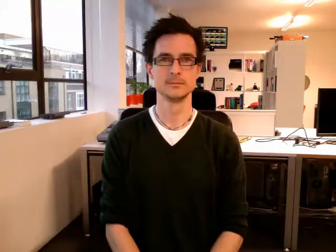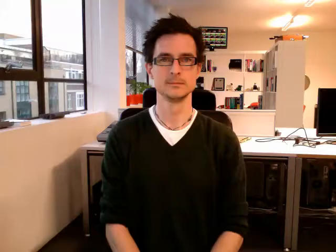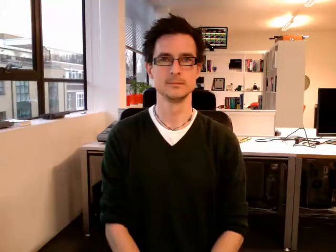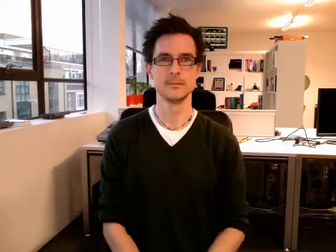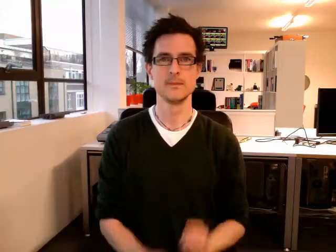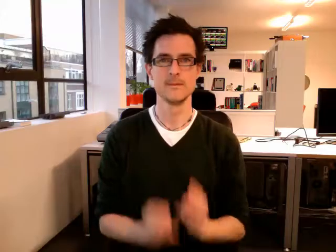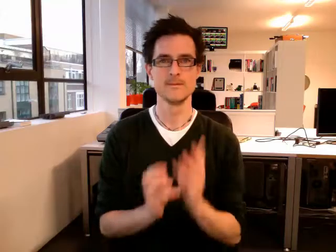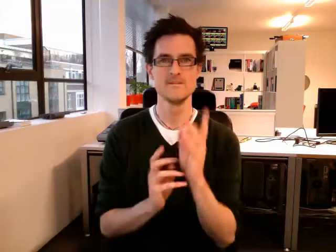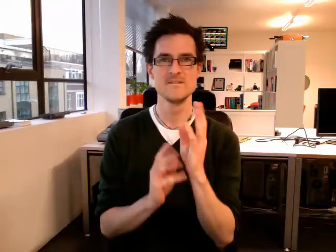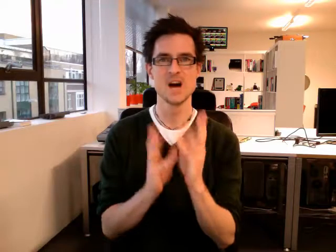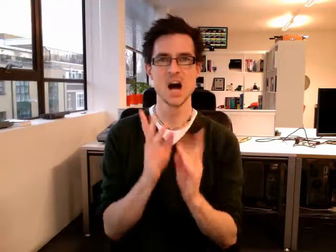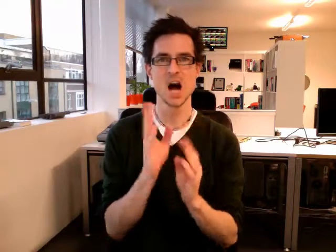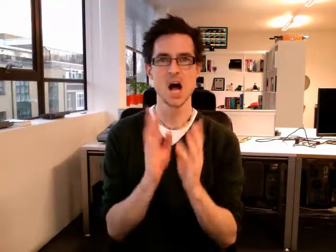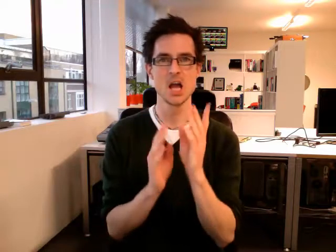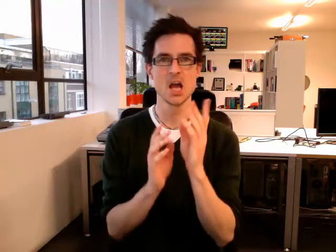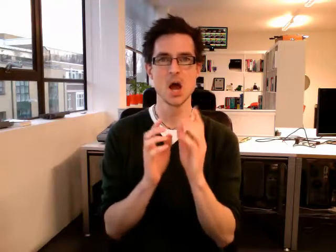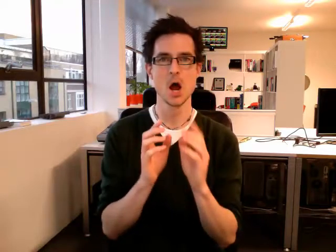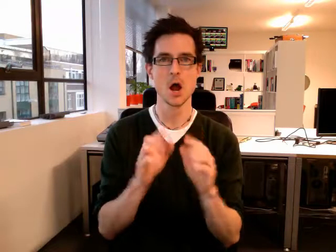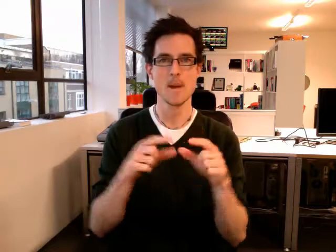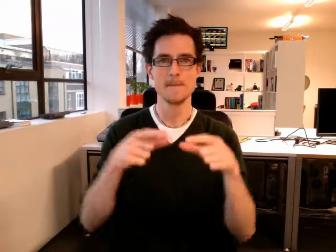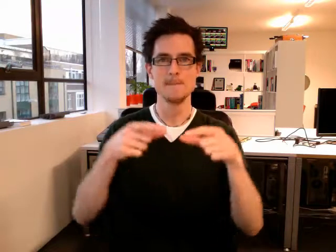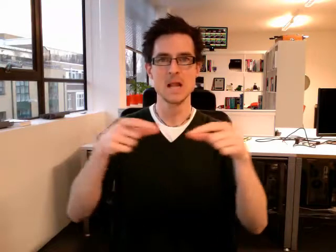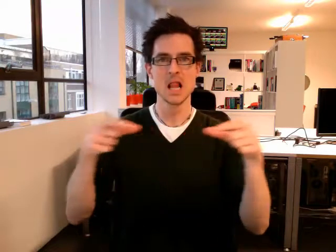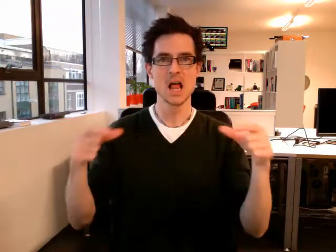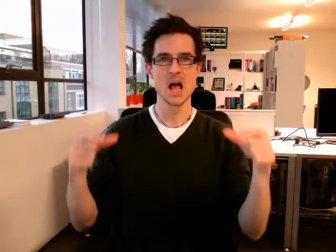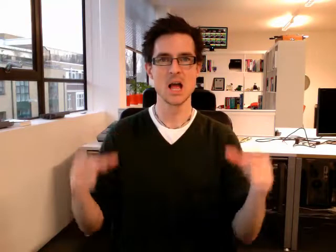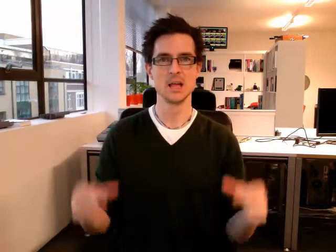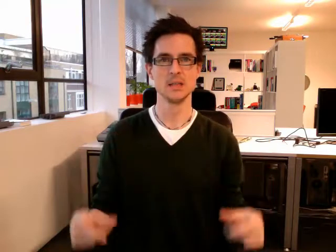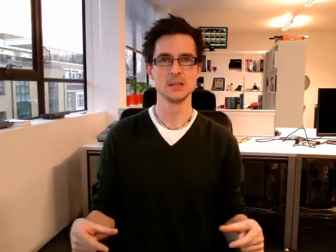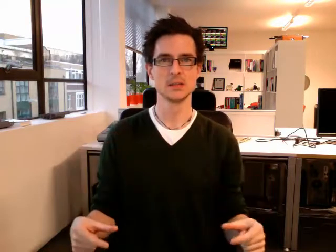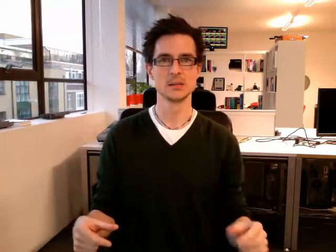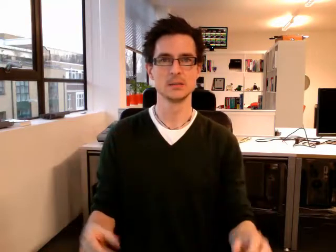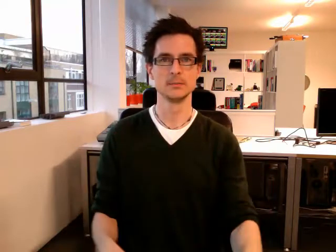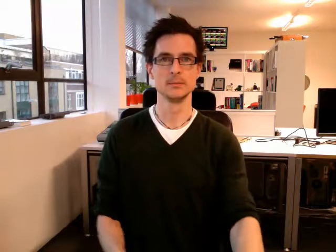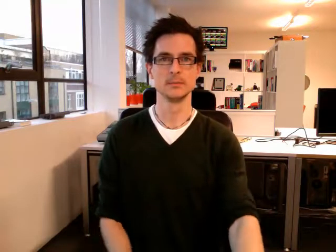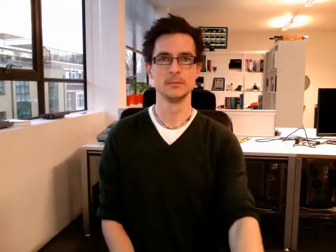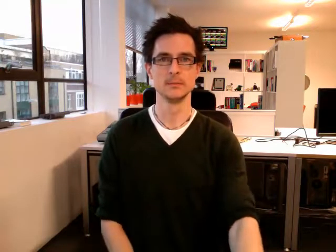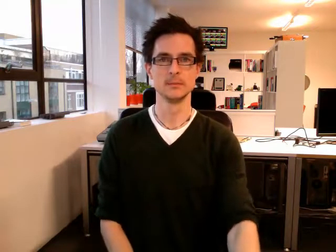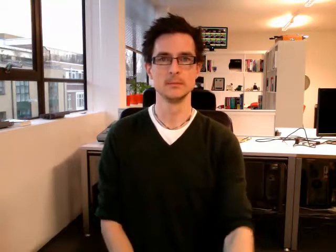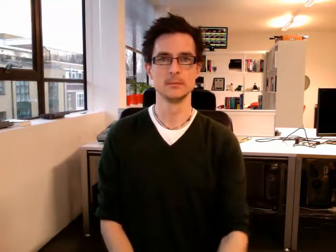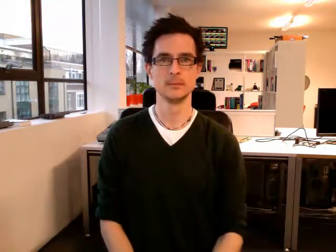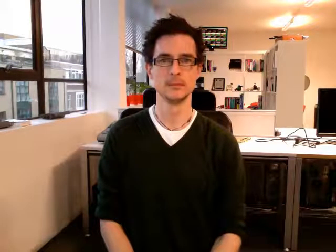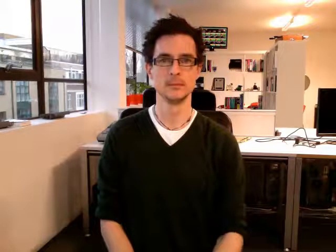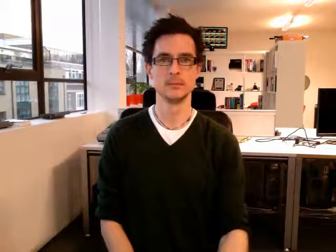fireplace